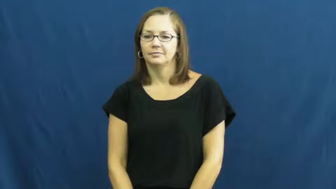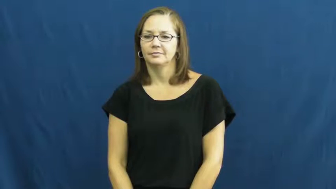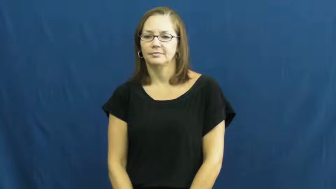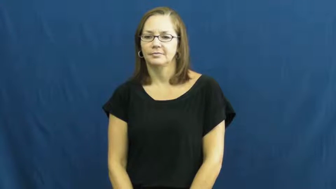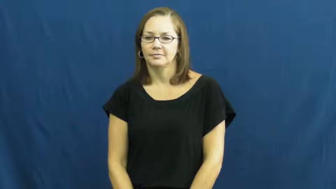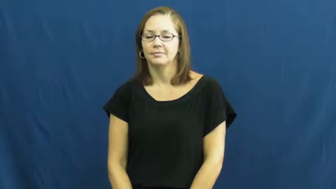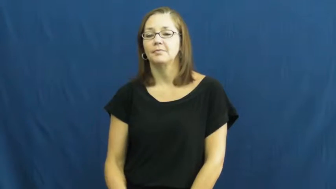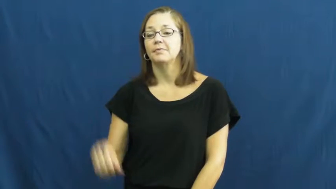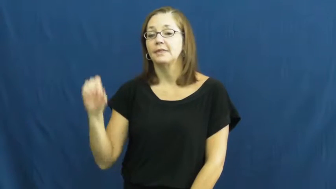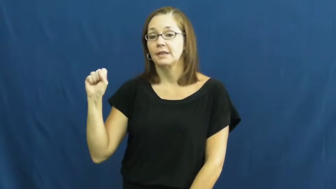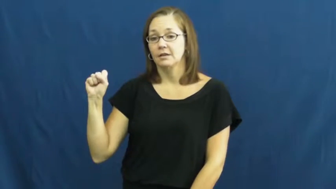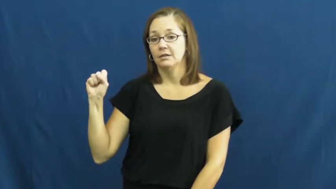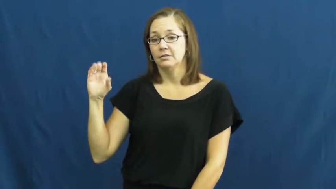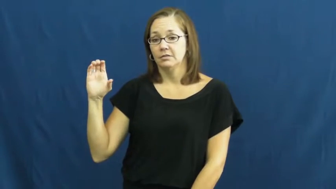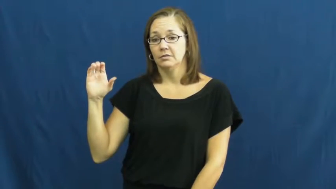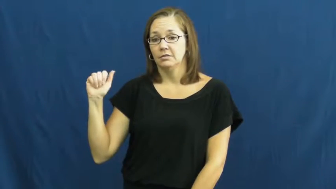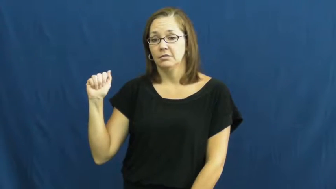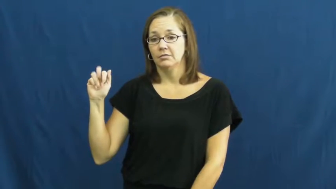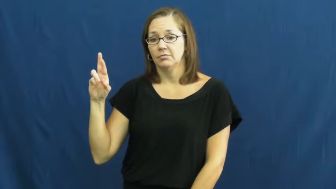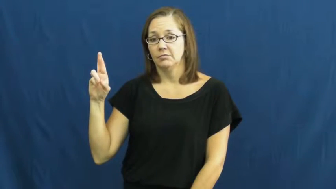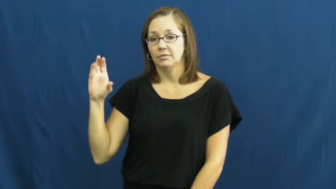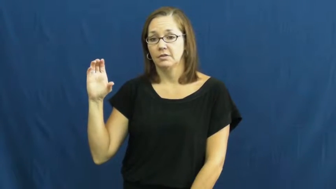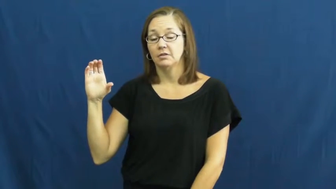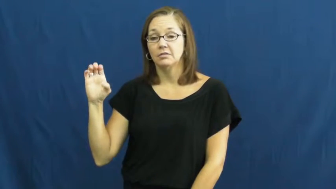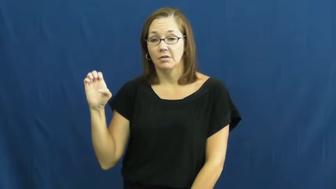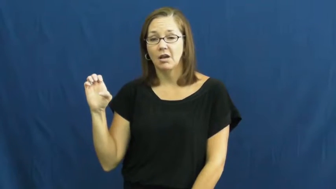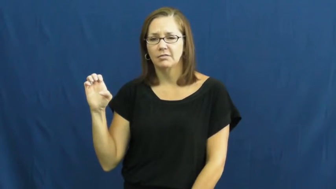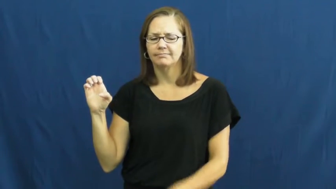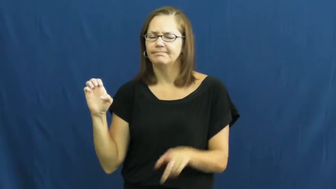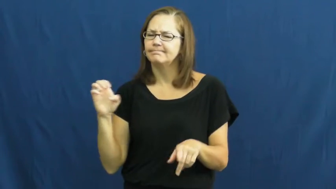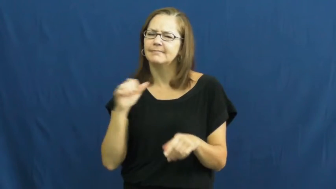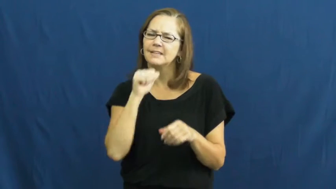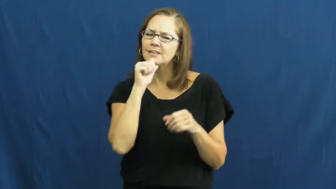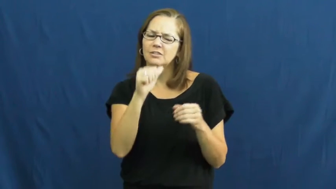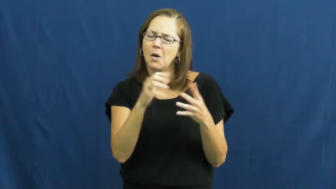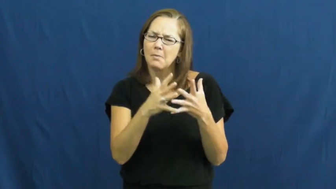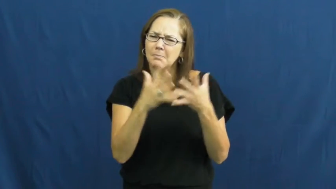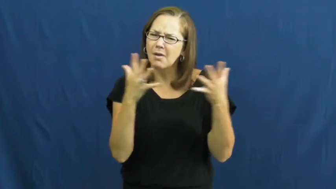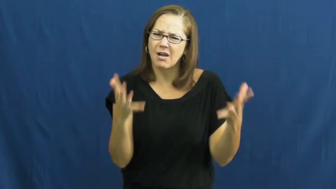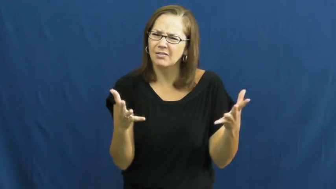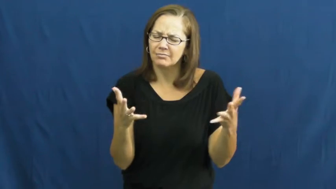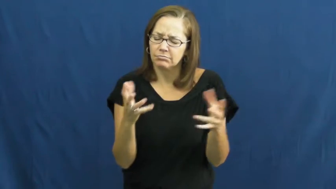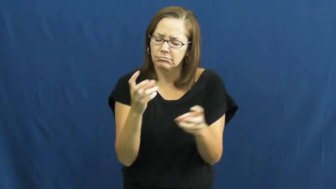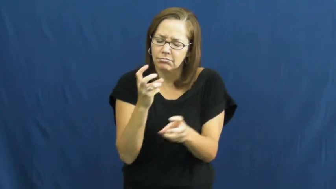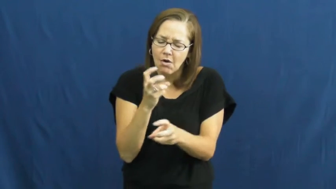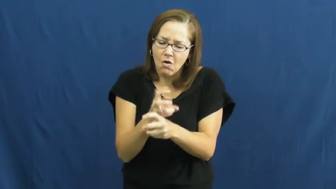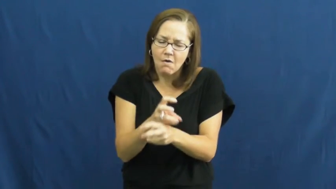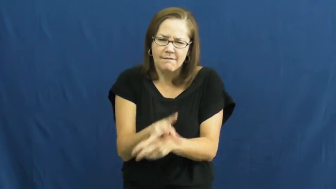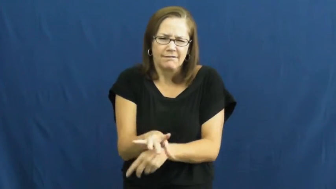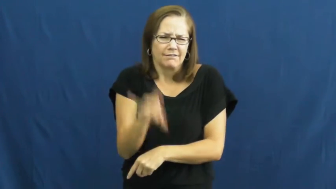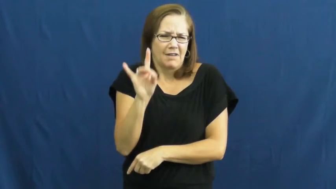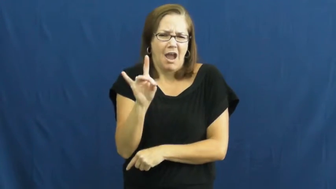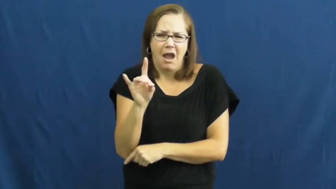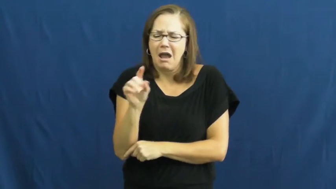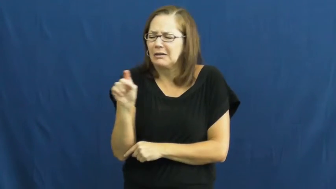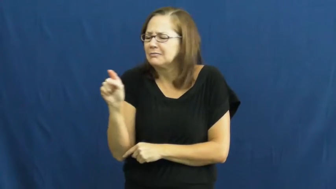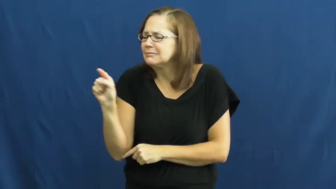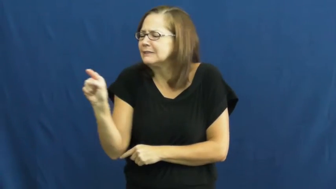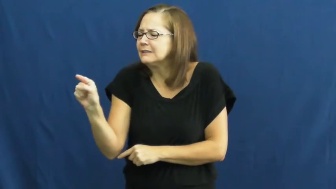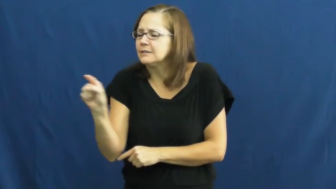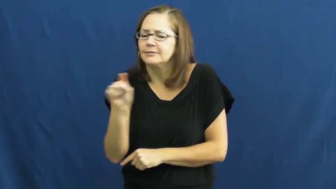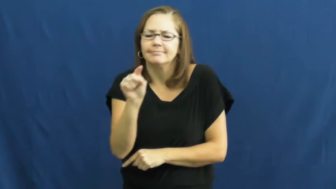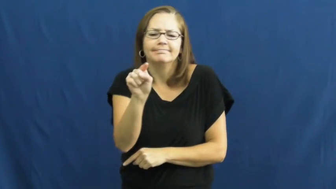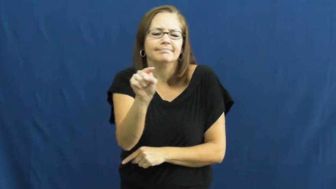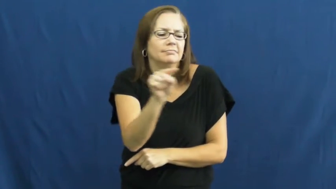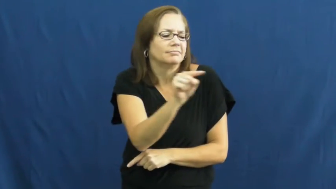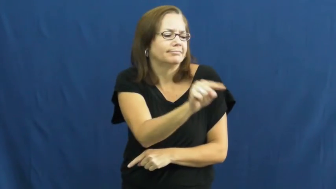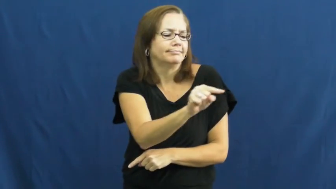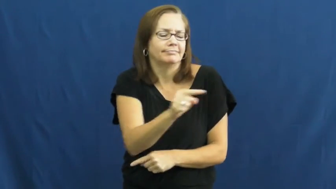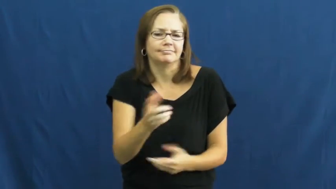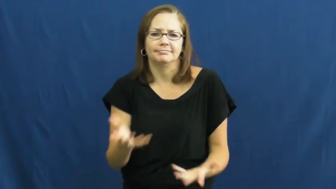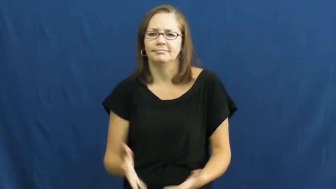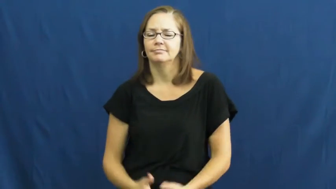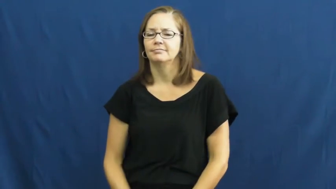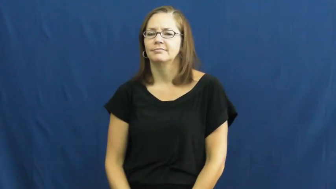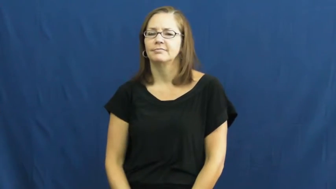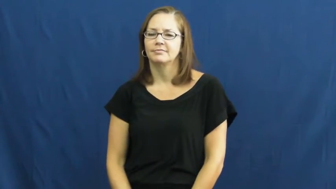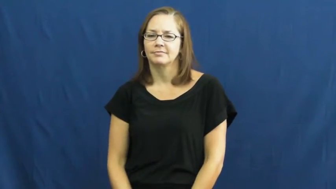scarce